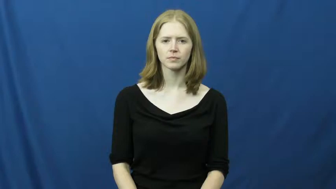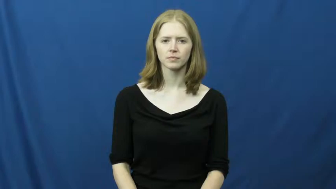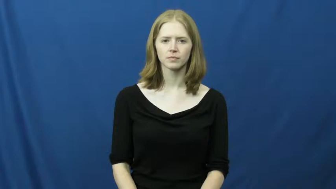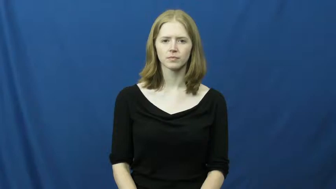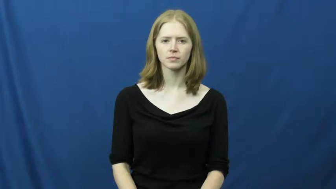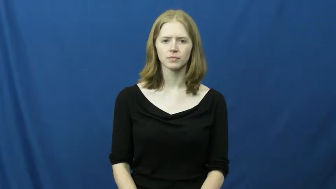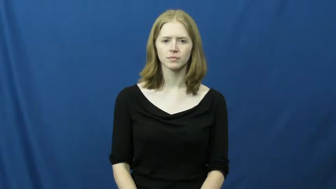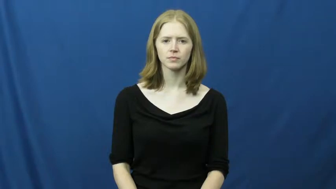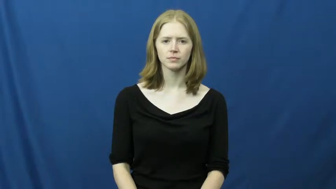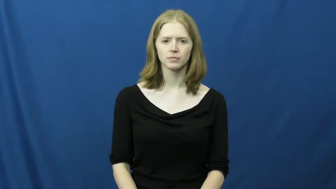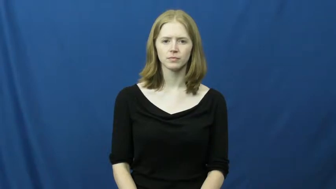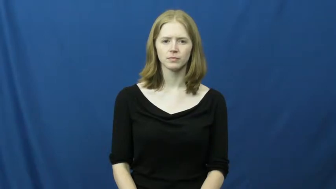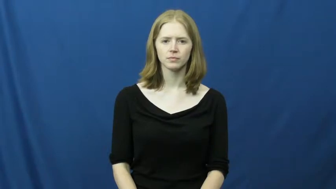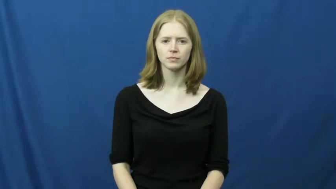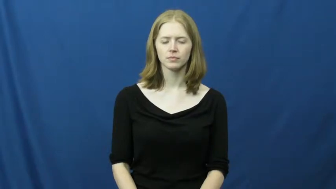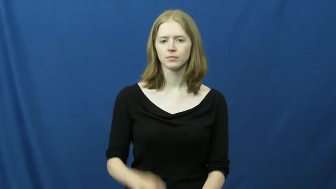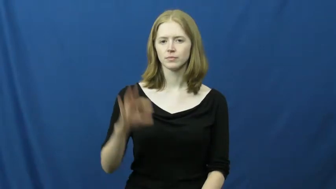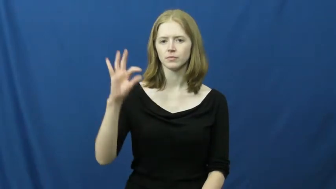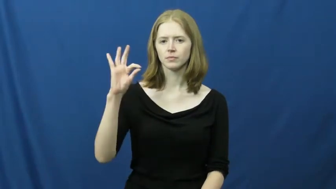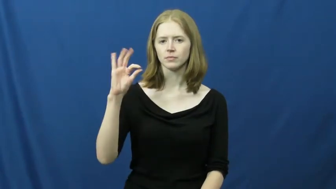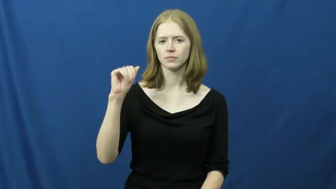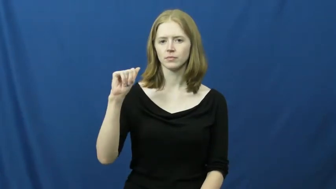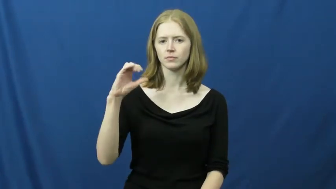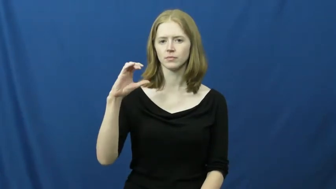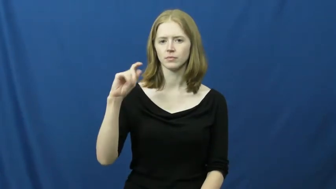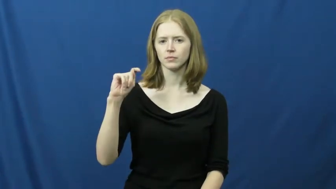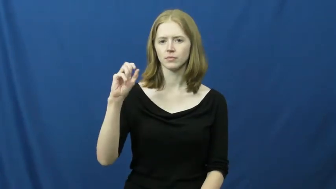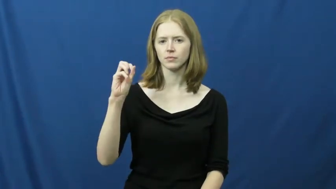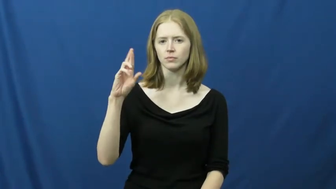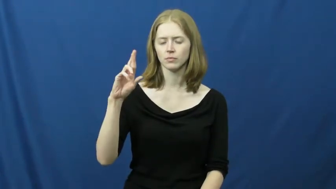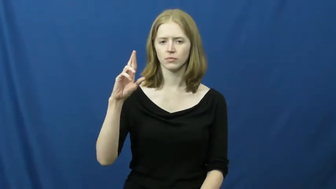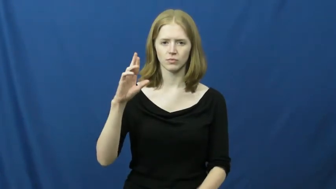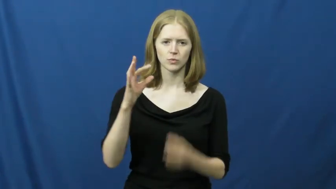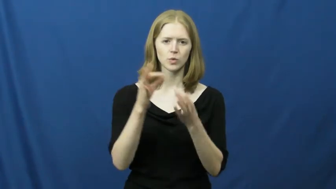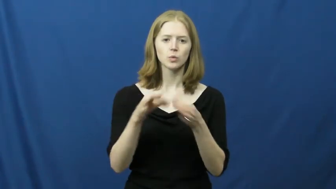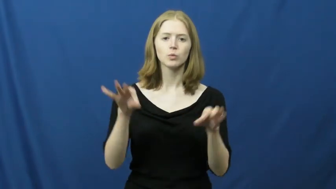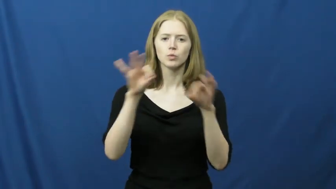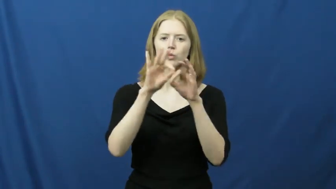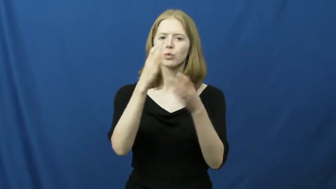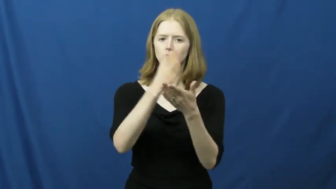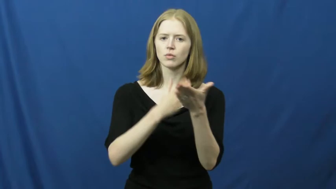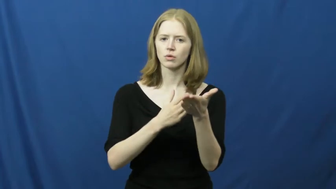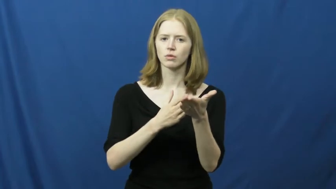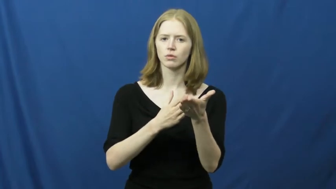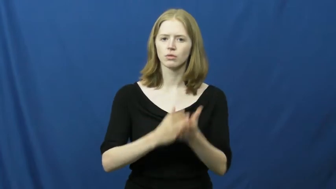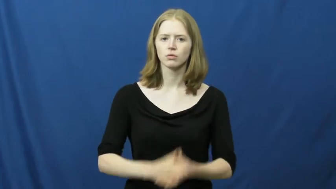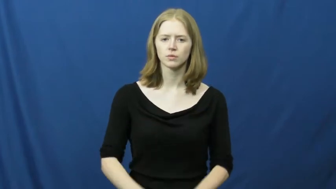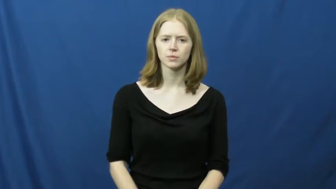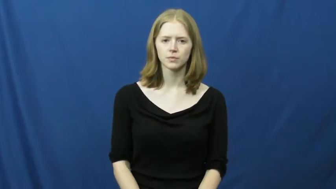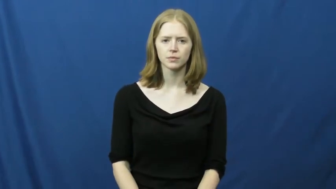factor-important part